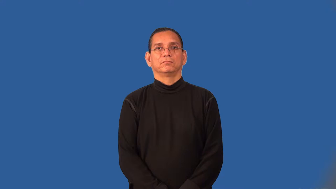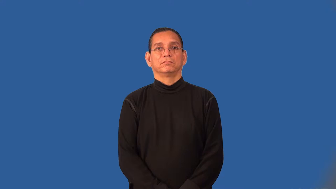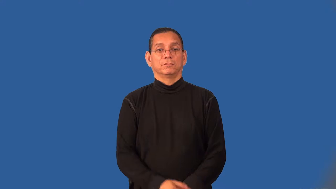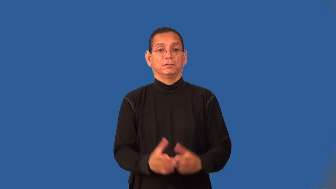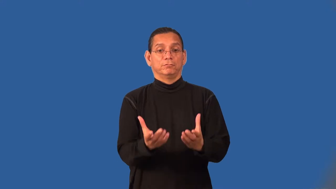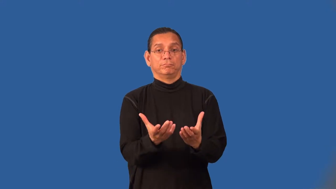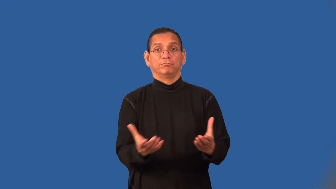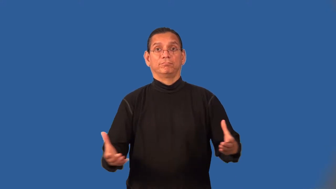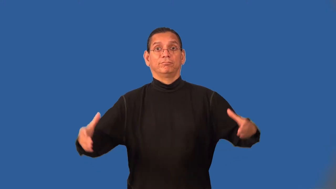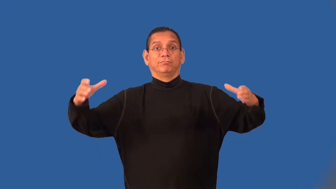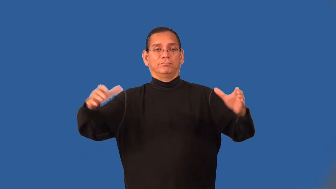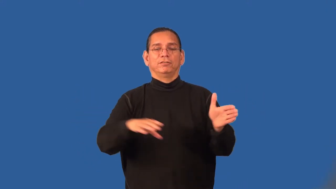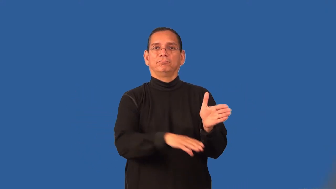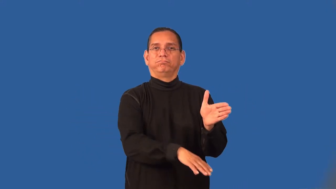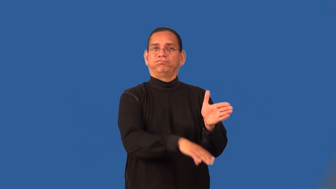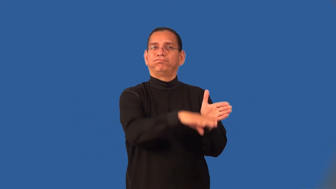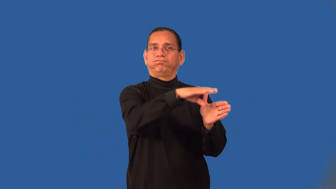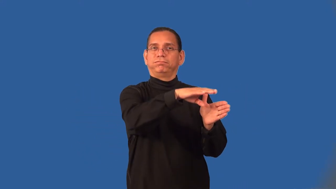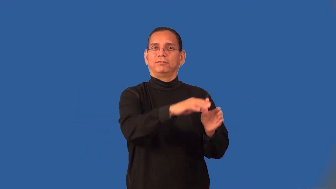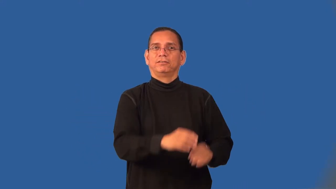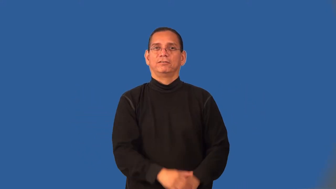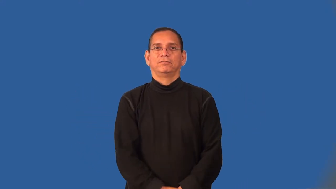tubful